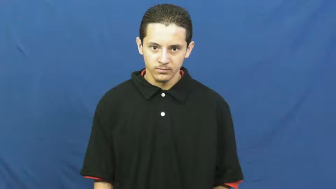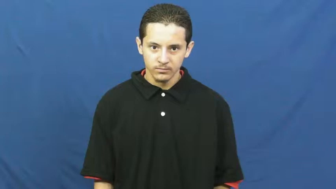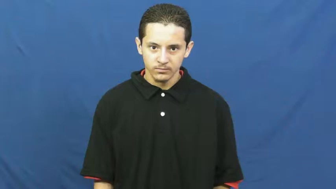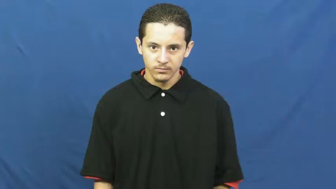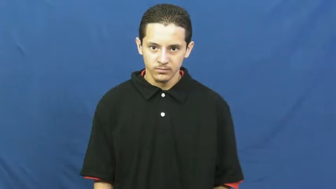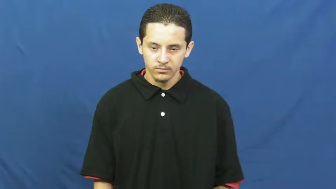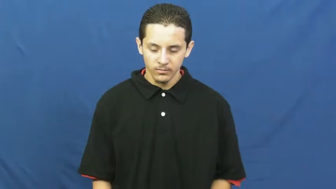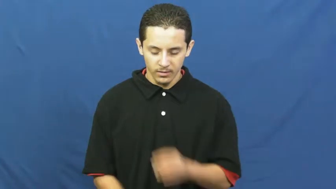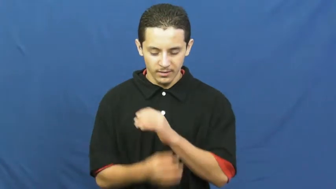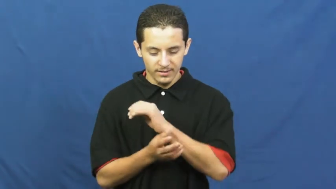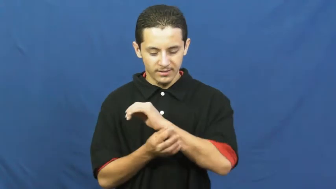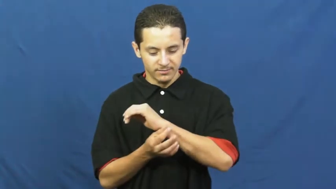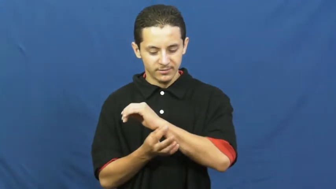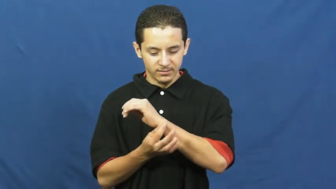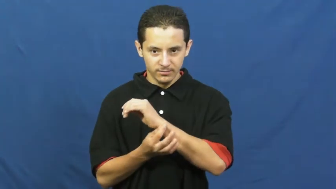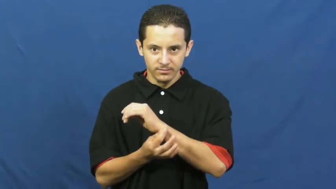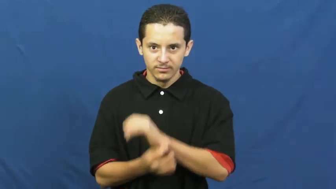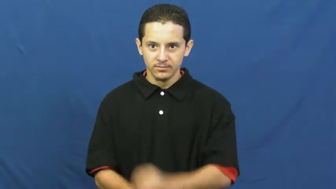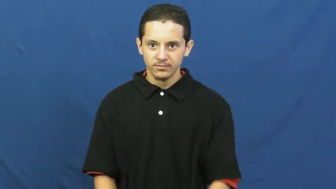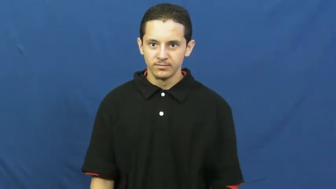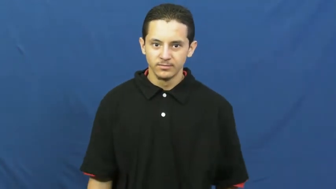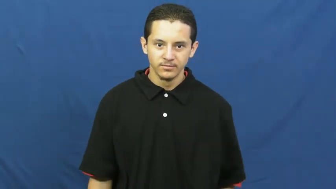cufflink